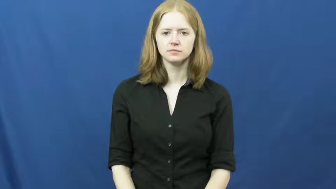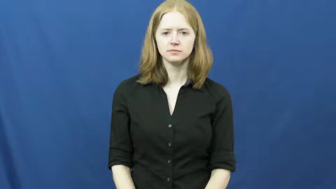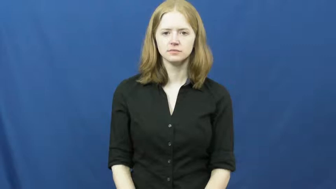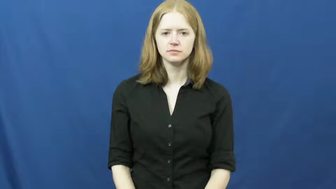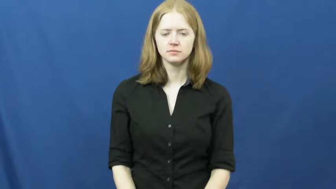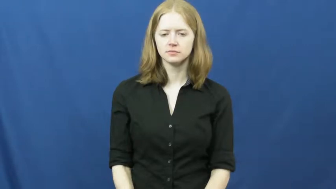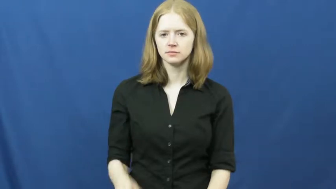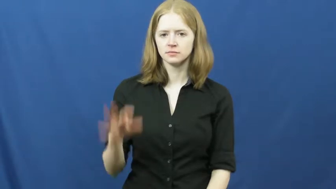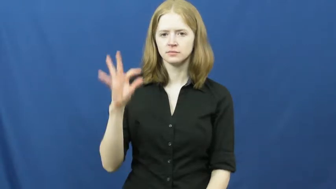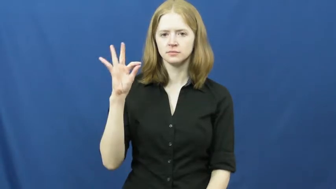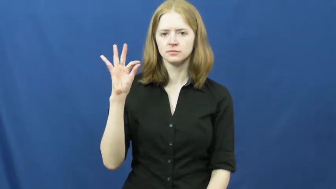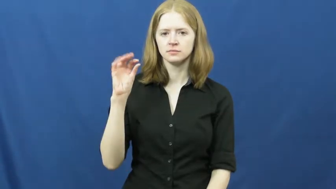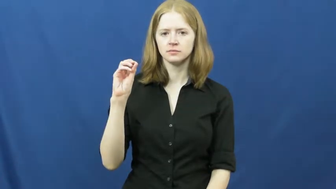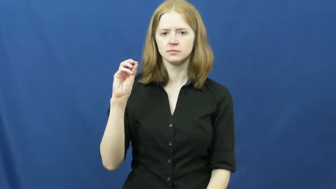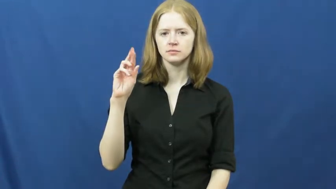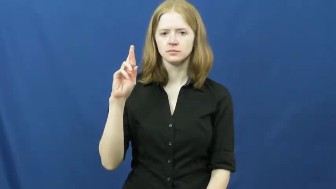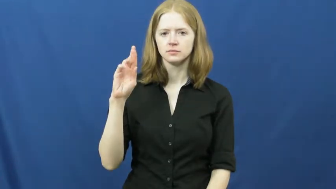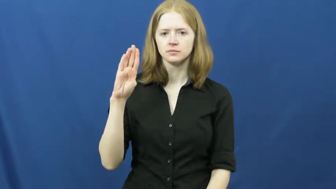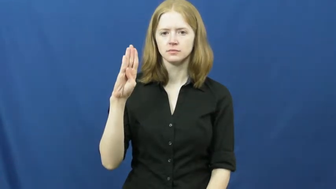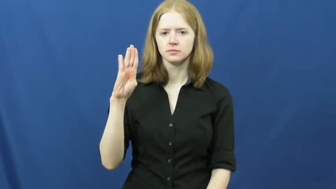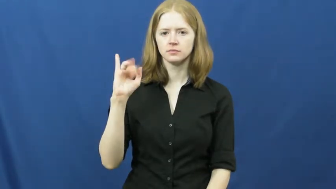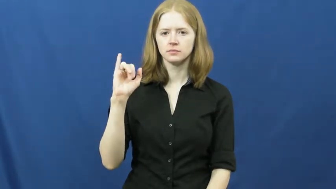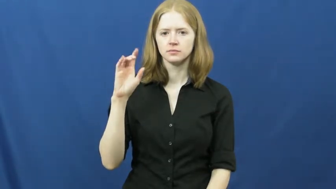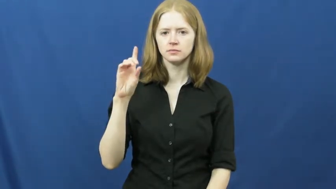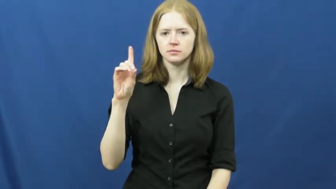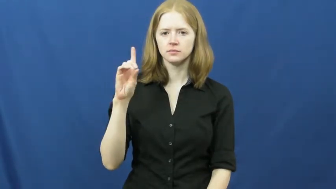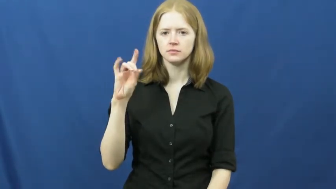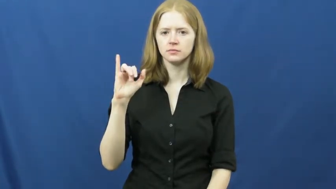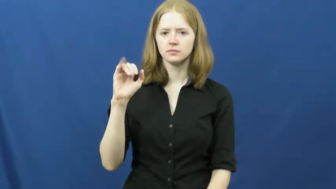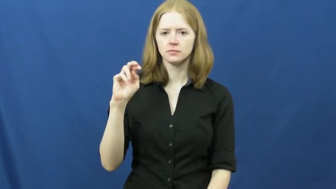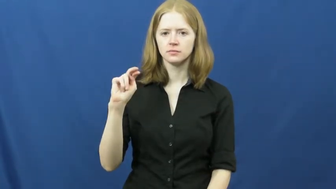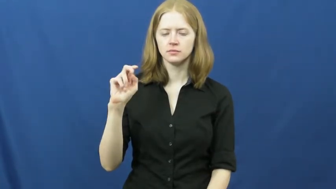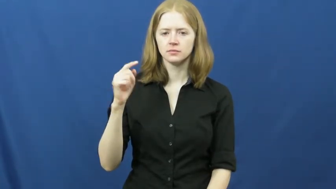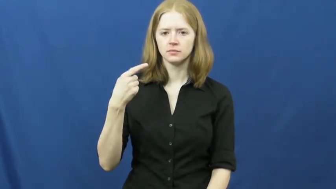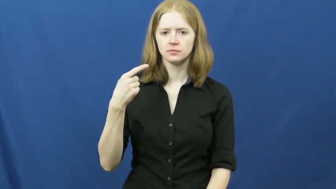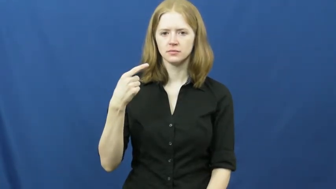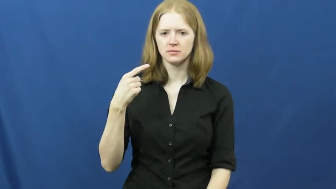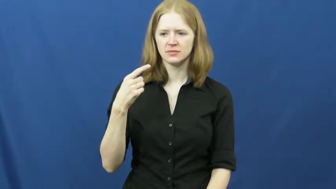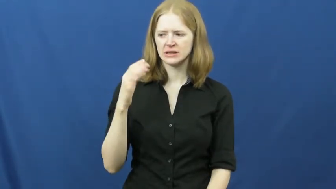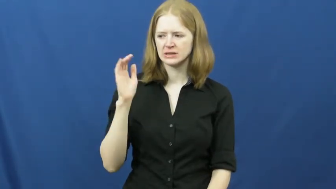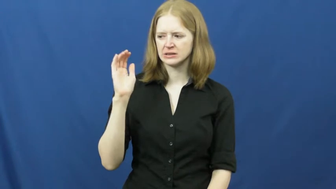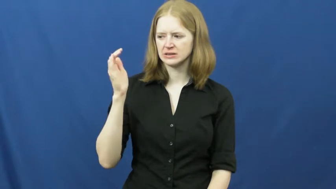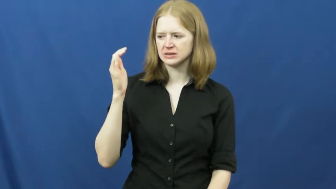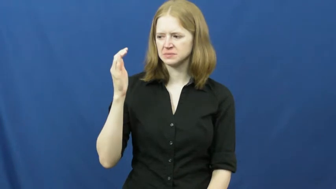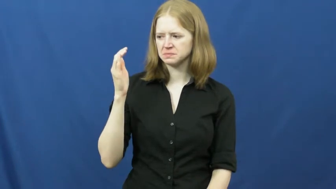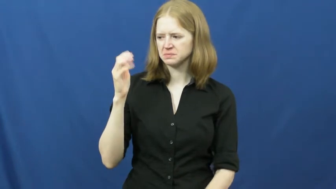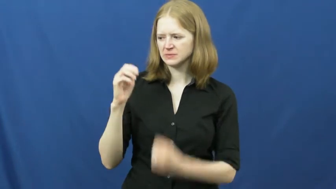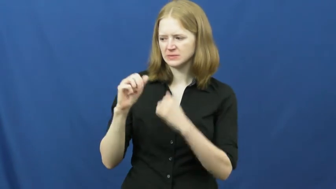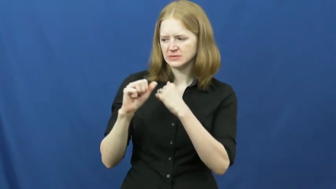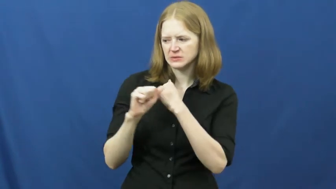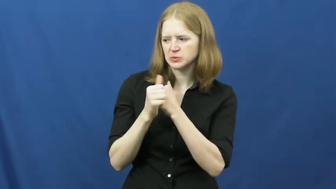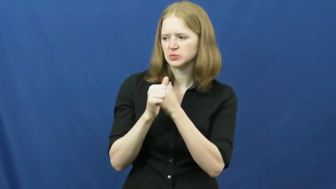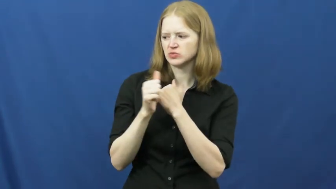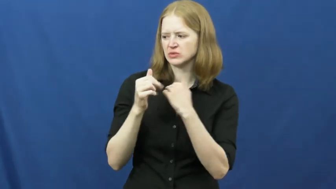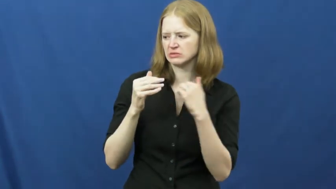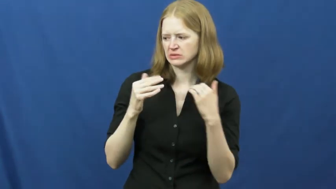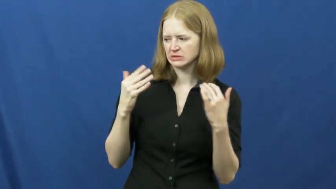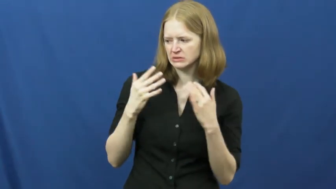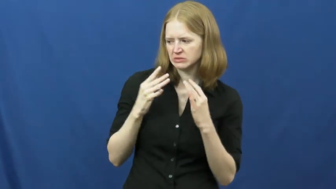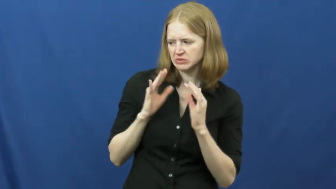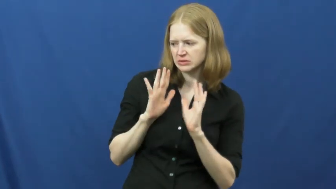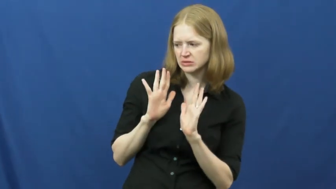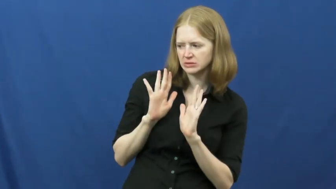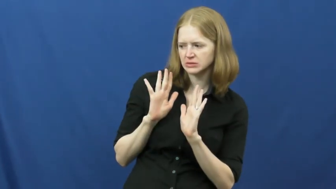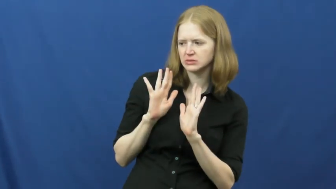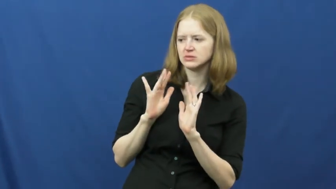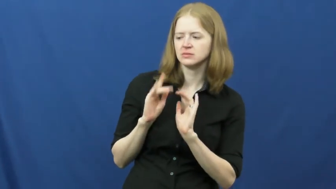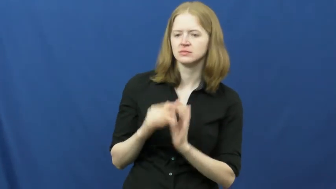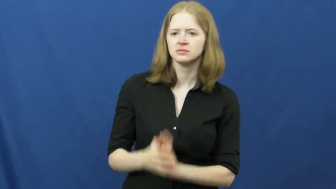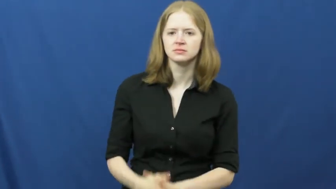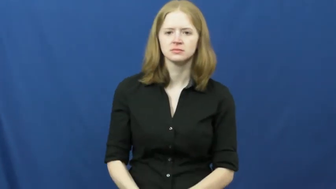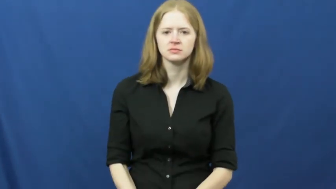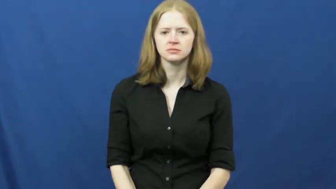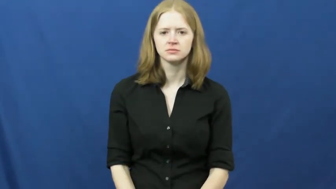forbidding